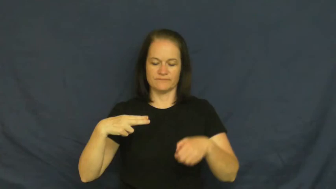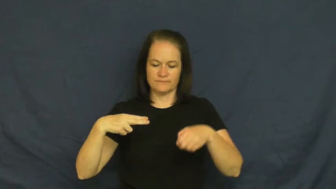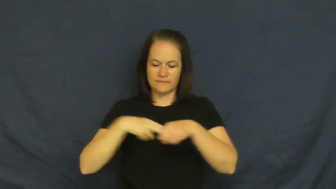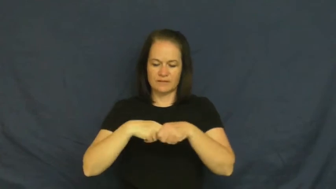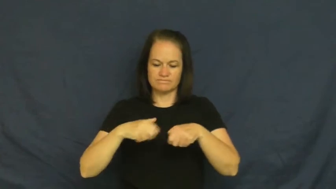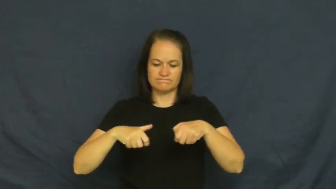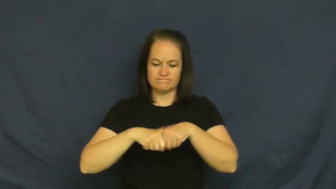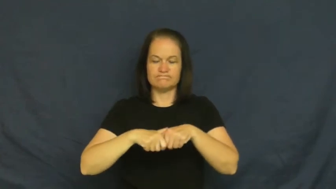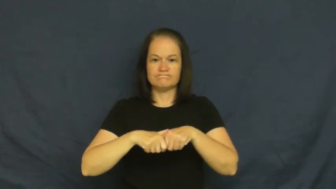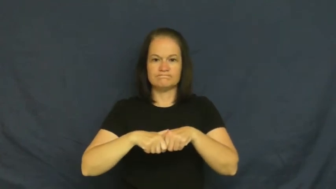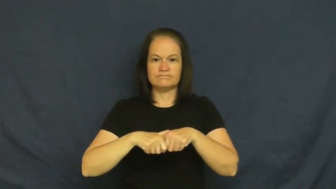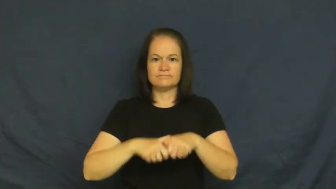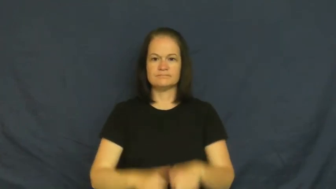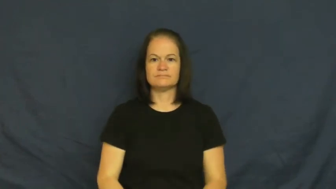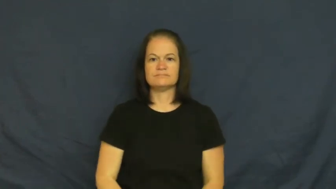click